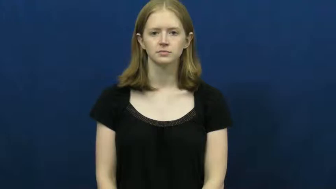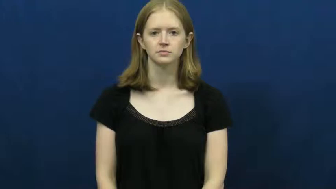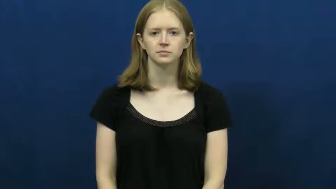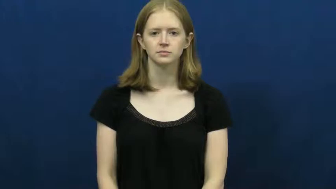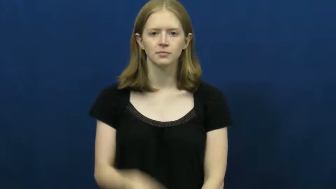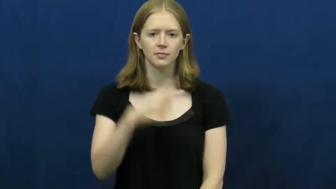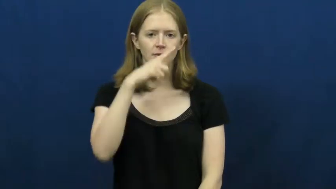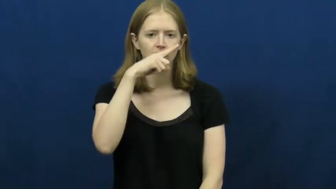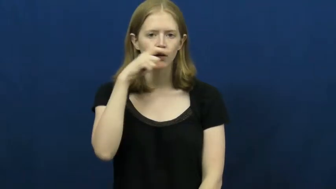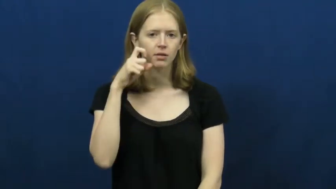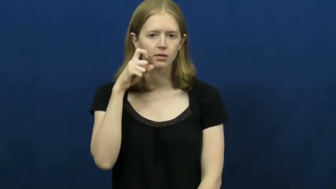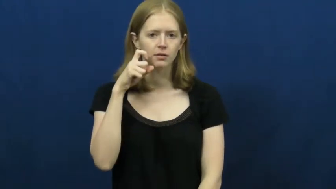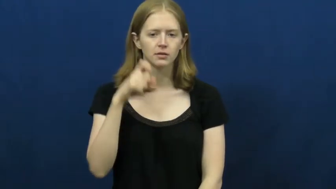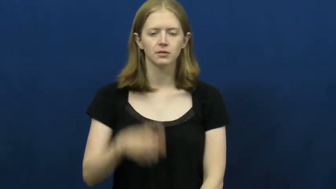ugly,graceless,poxy,unaesthetic-looks